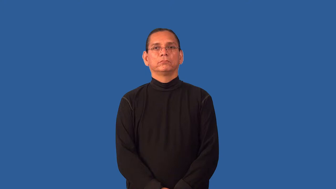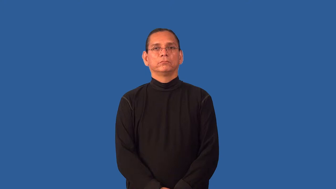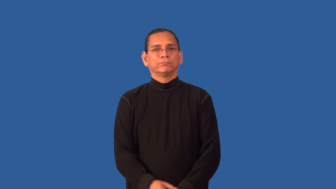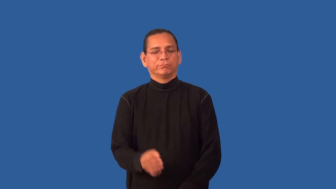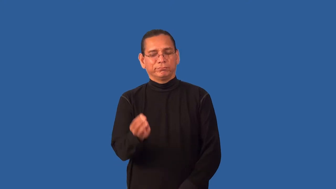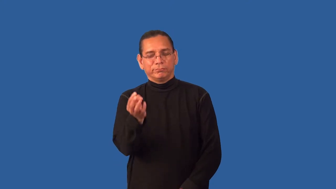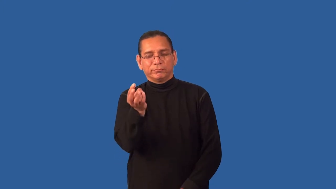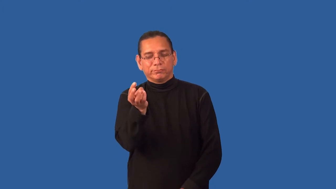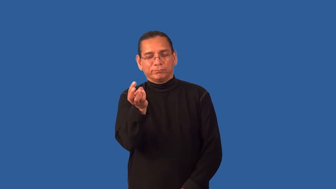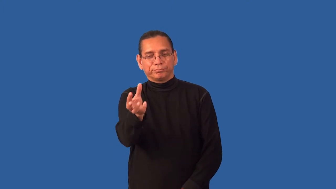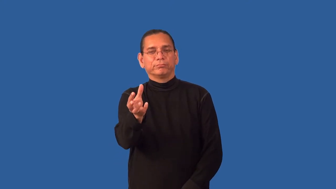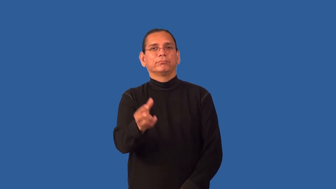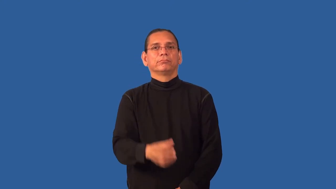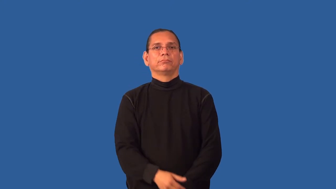grain-very small thing